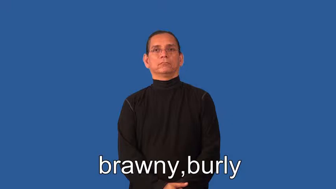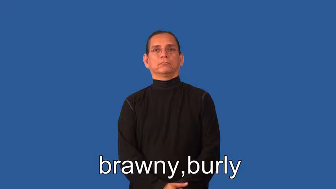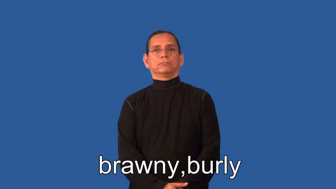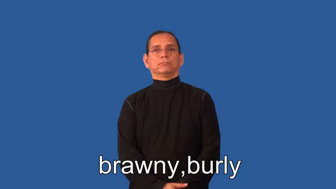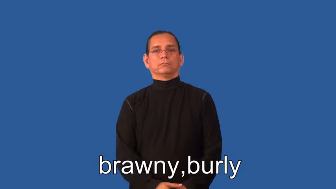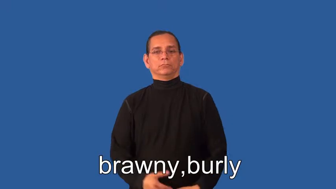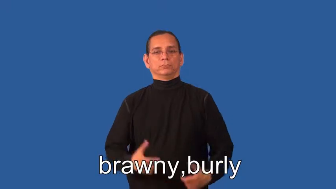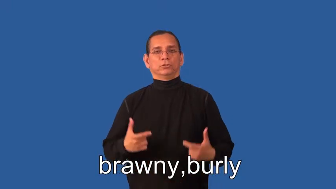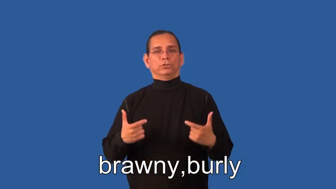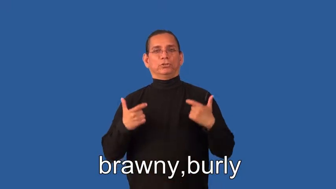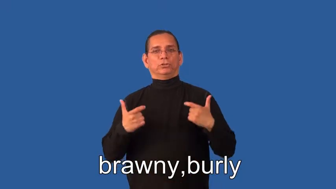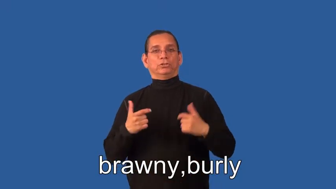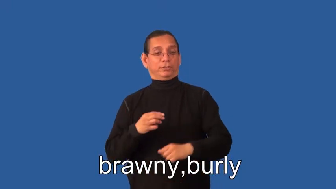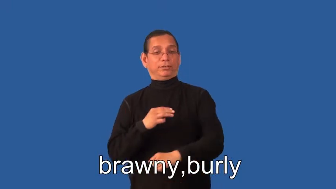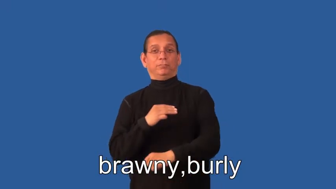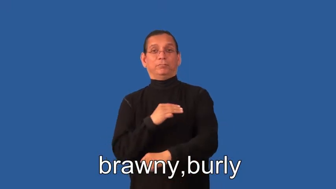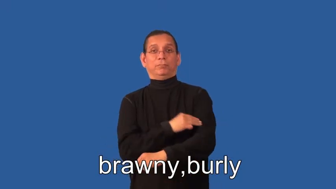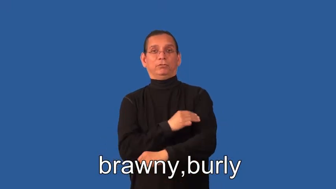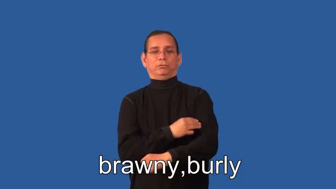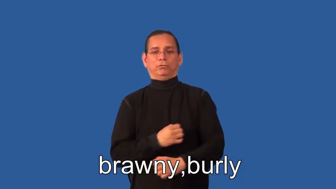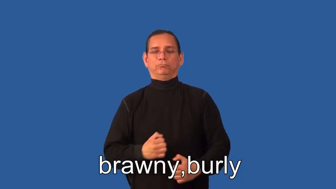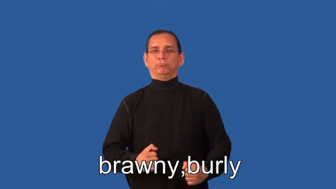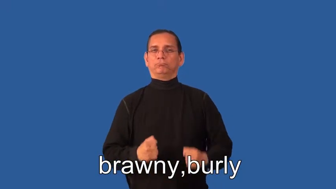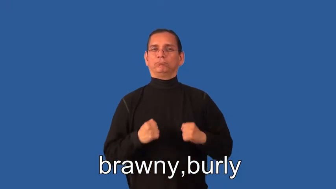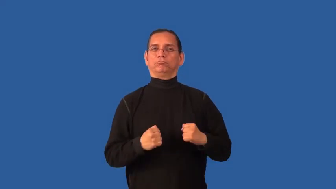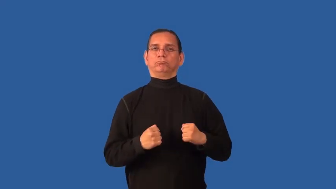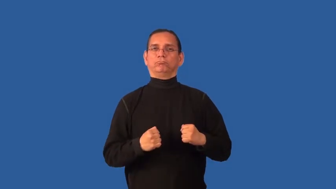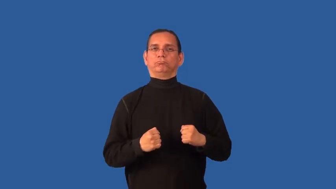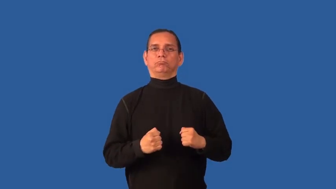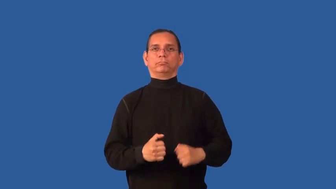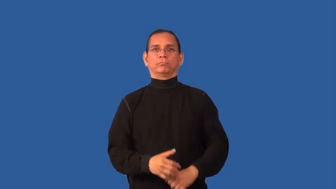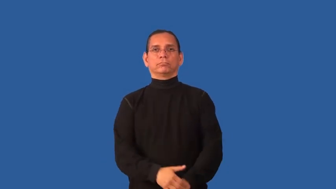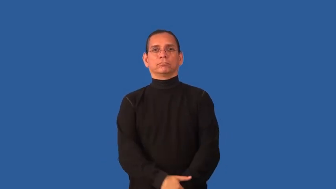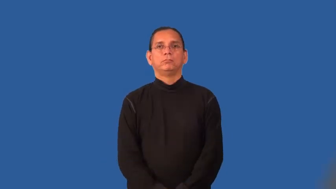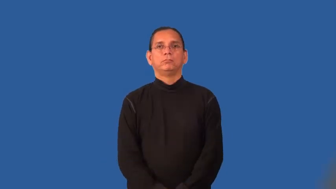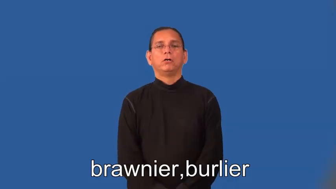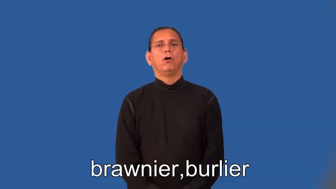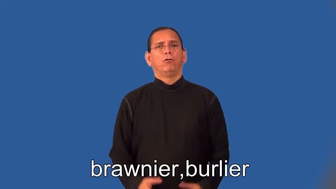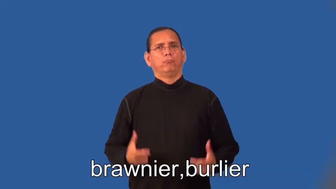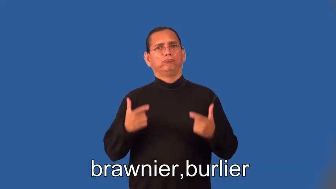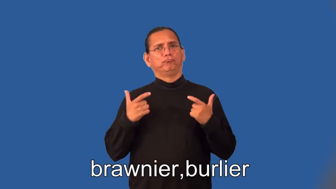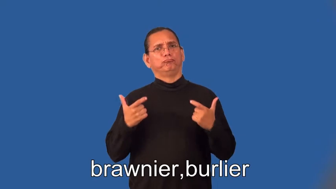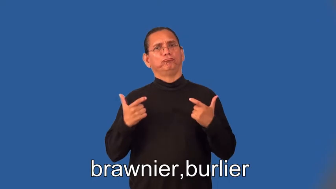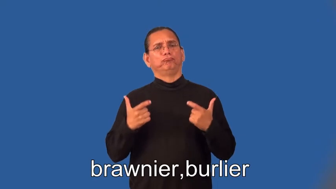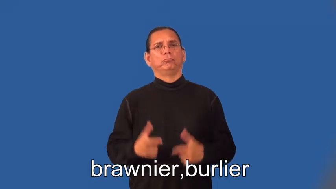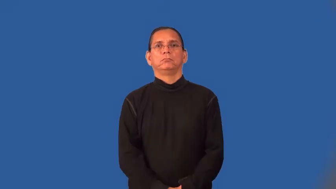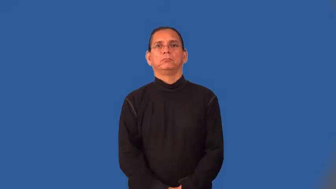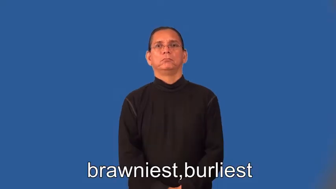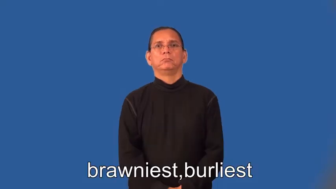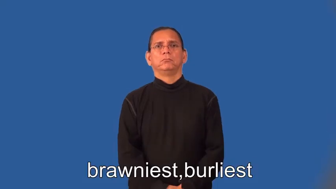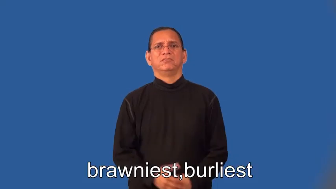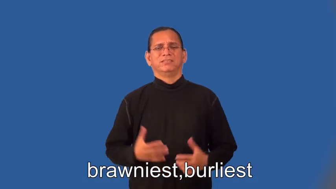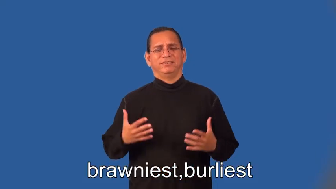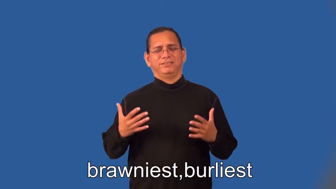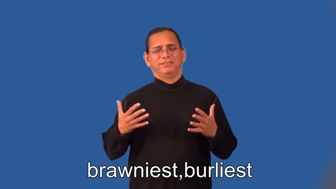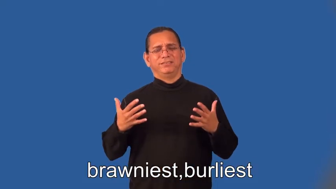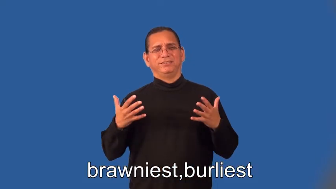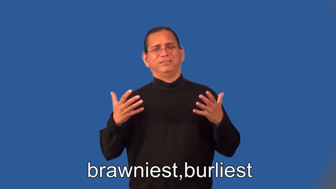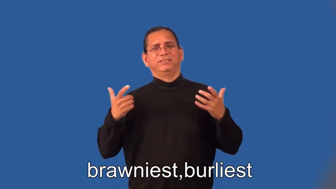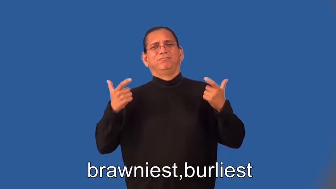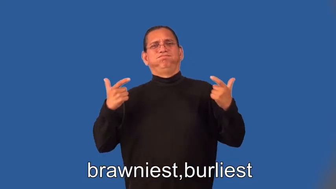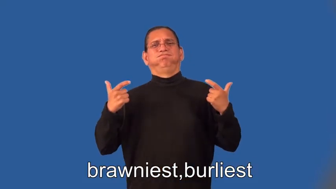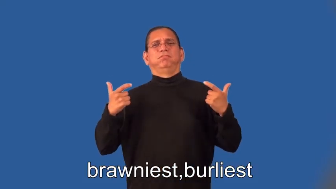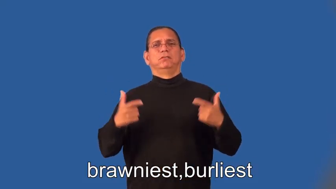brawnier,burlier,brawniest,burliest